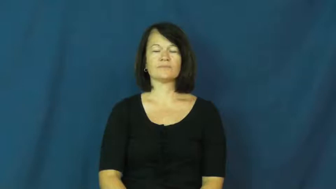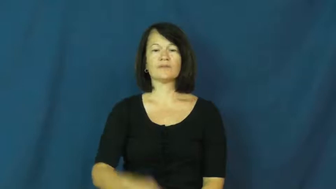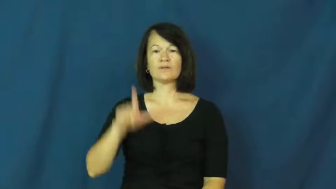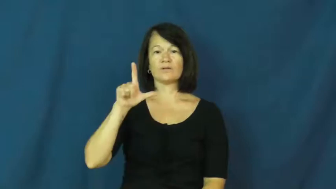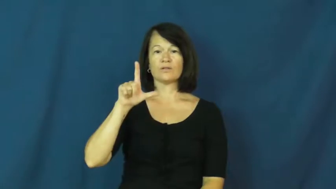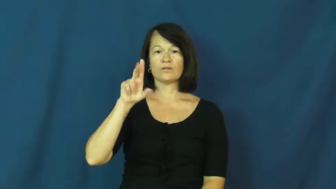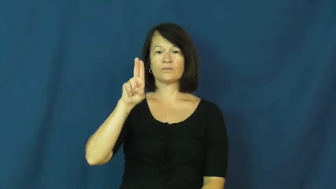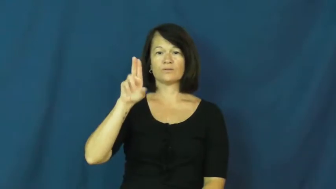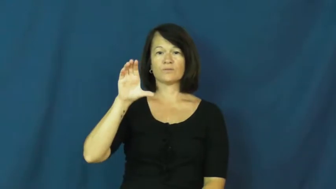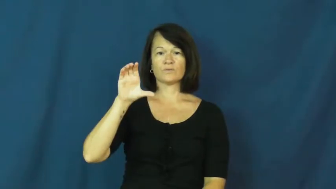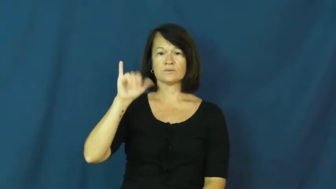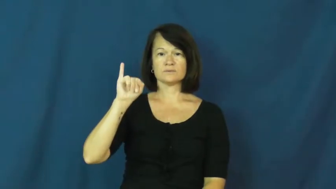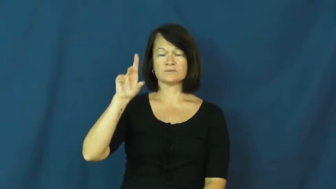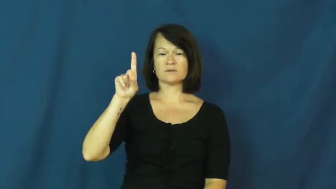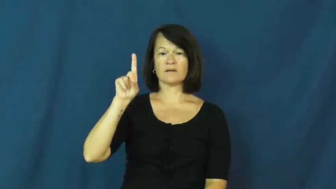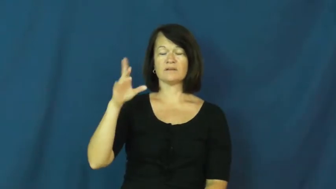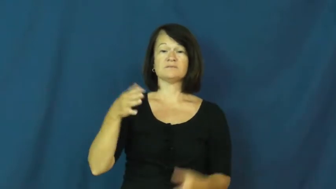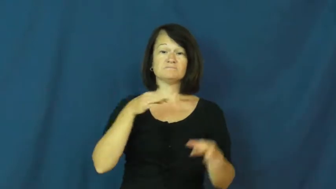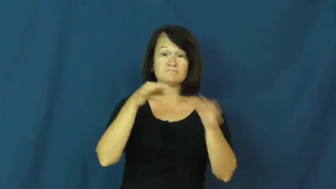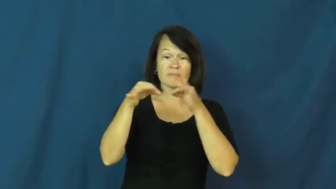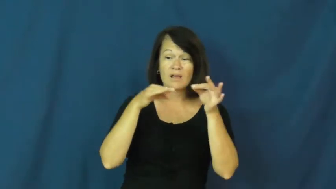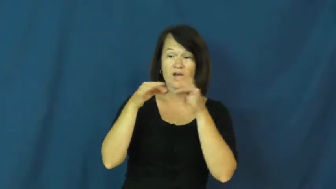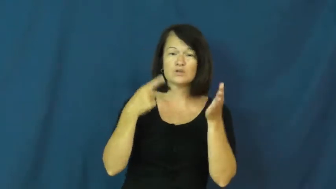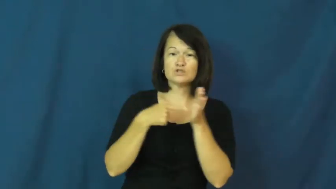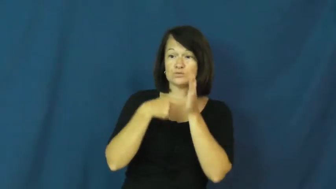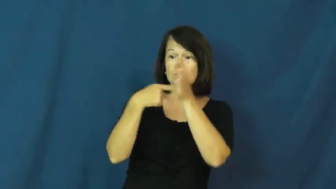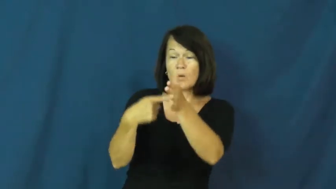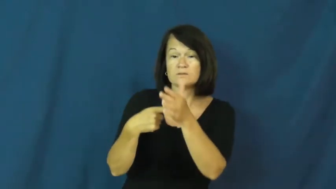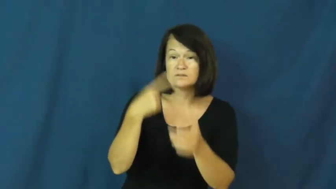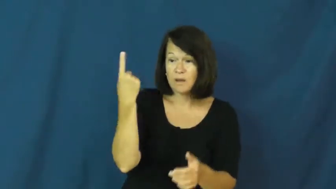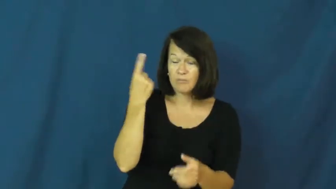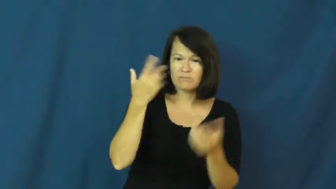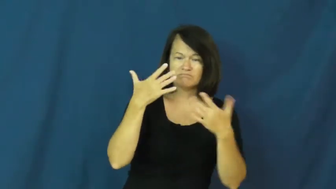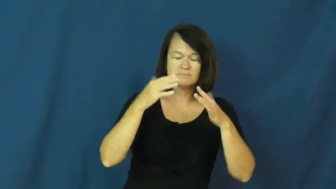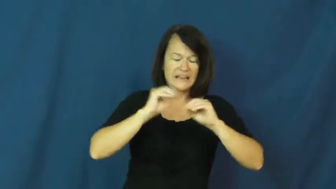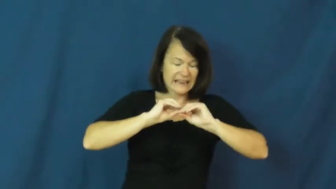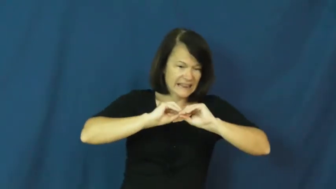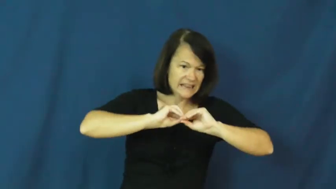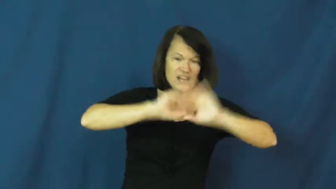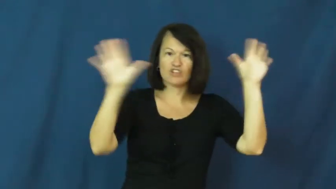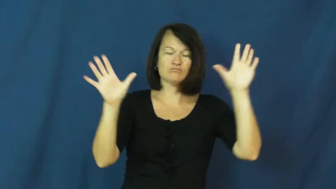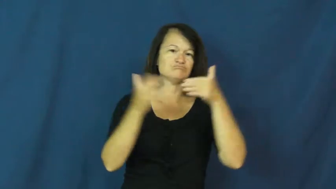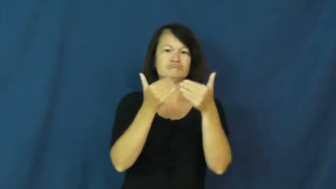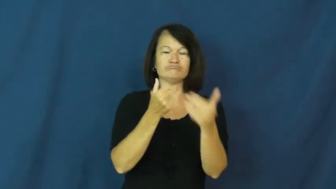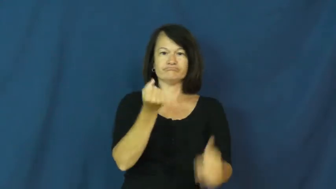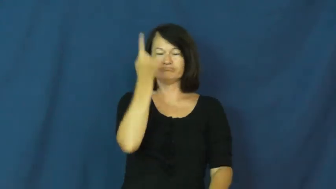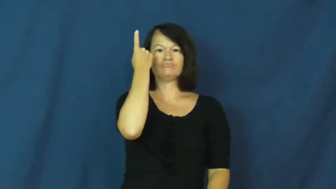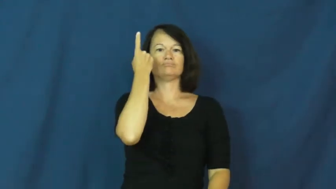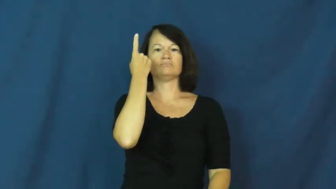lucid